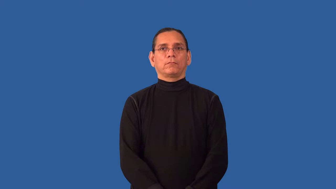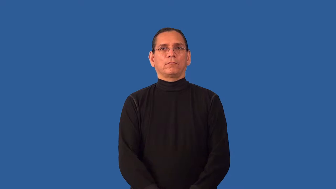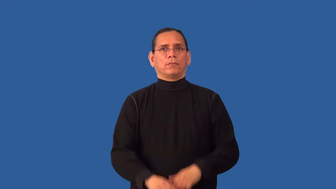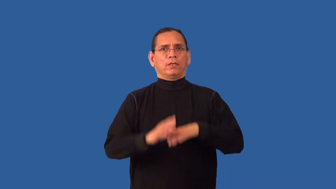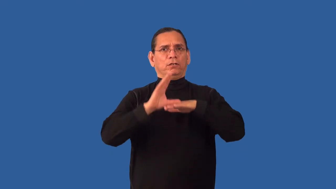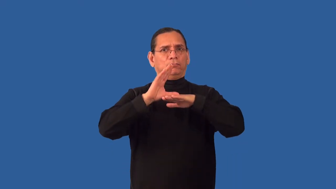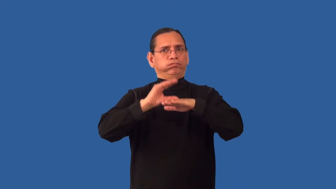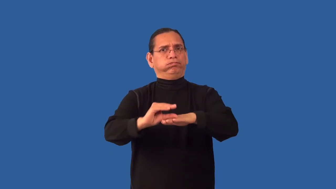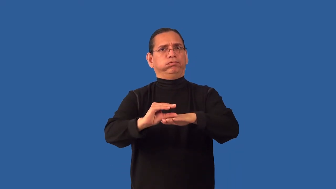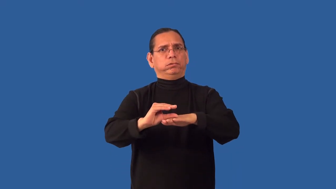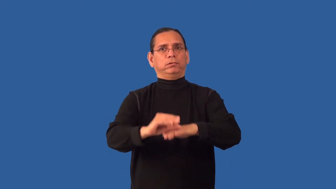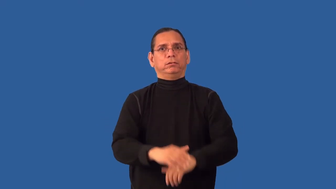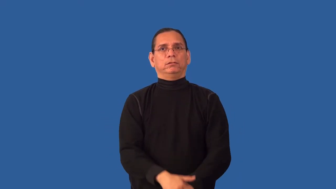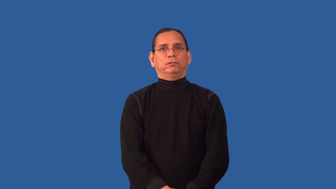vilify